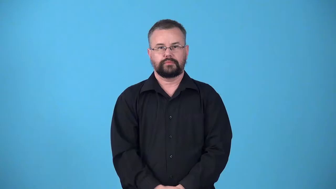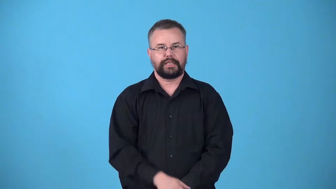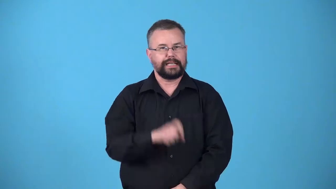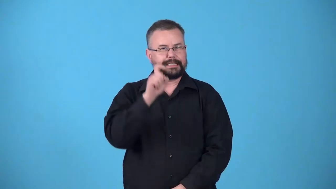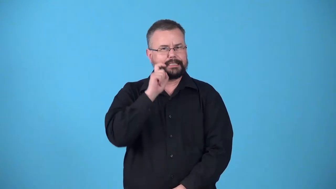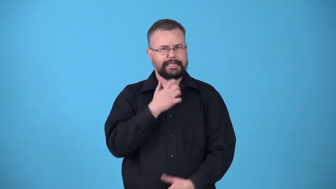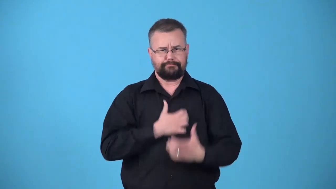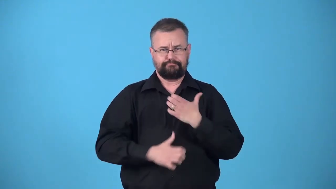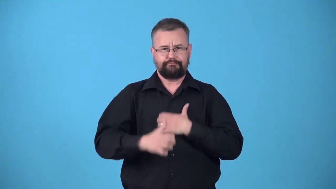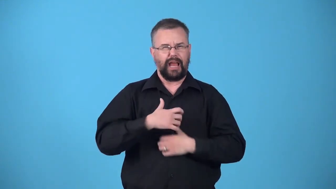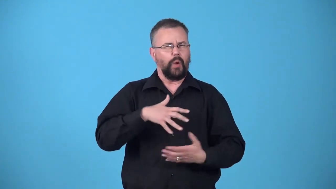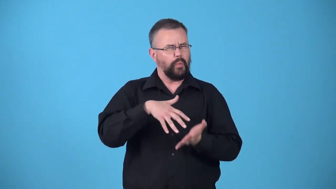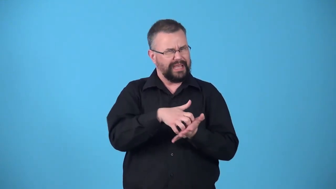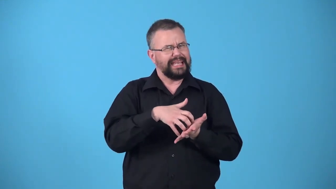undersexed